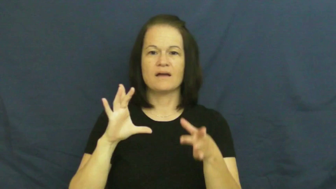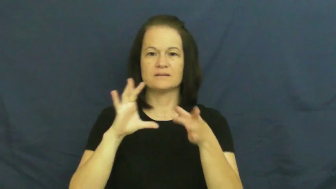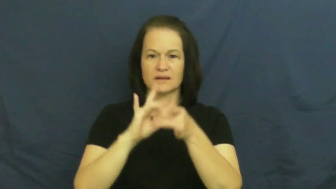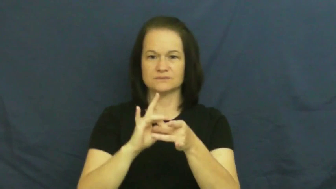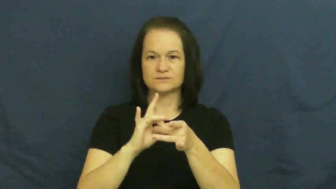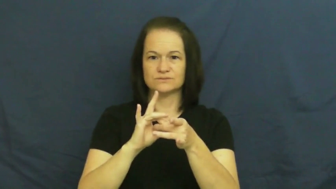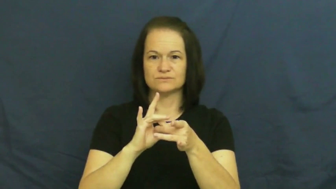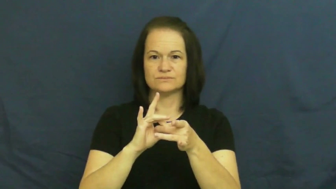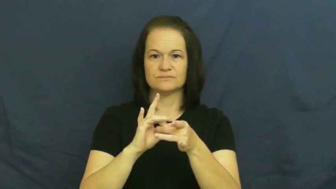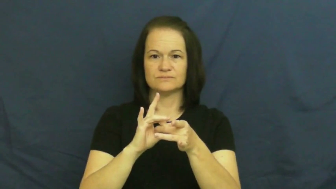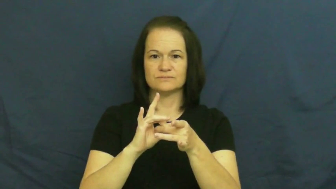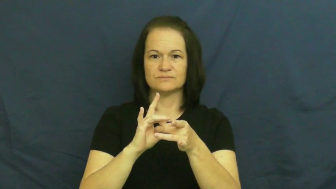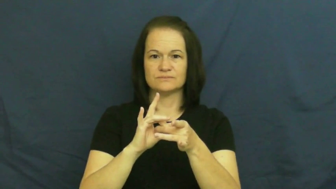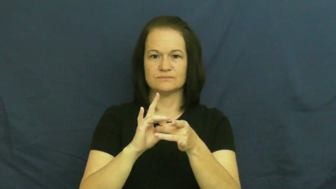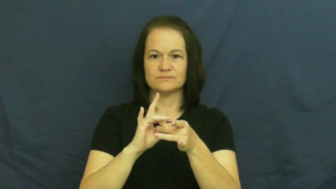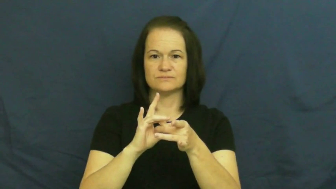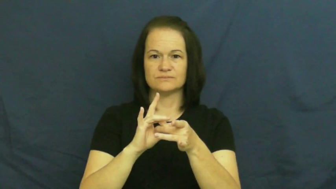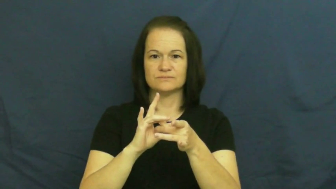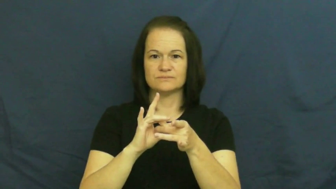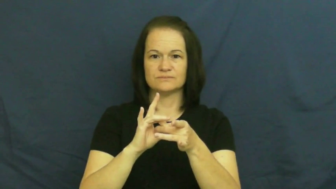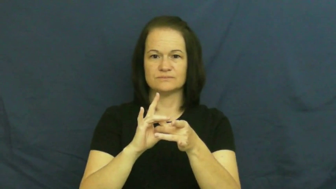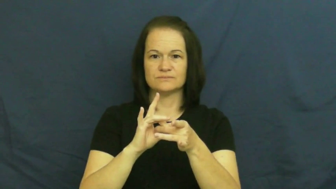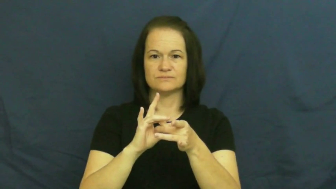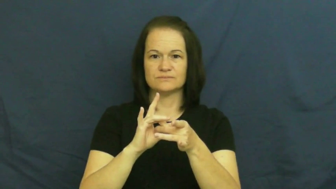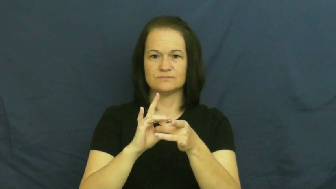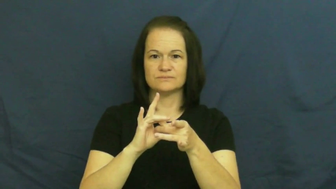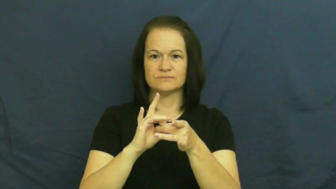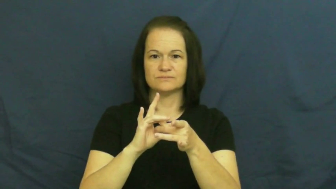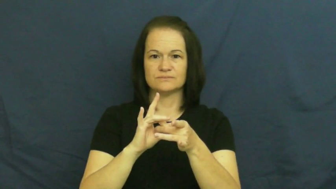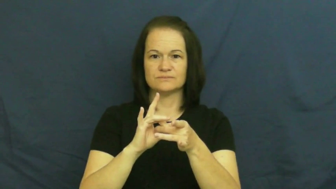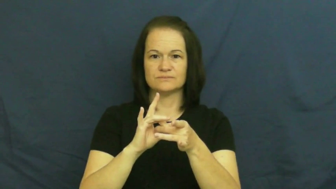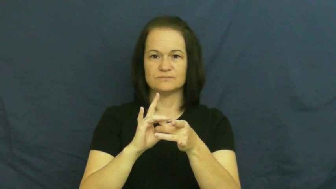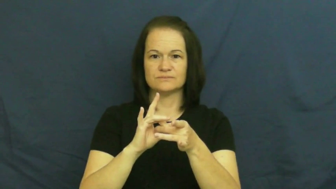clasp